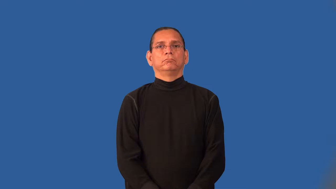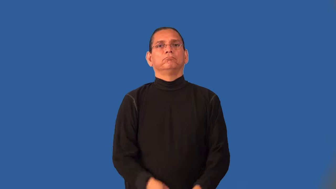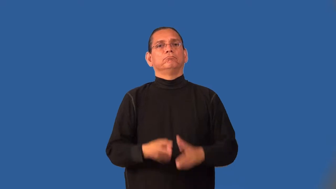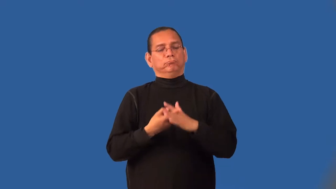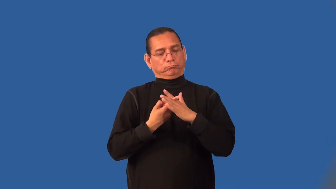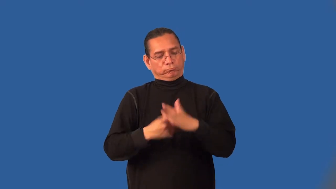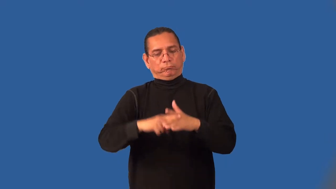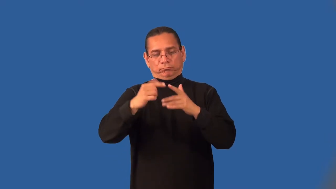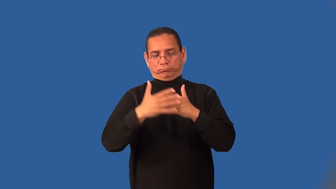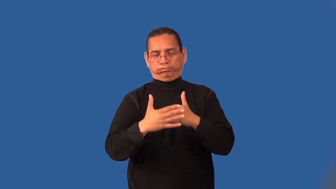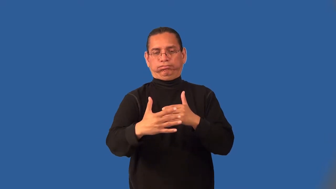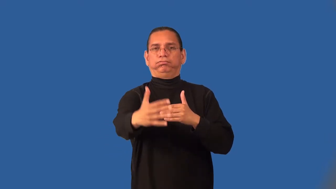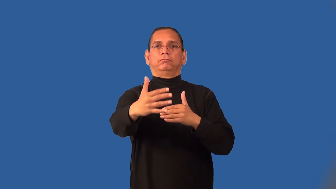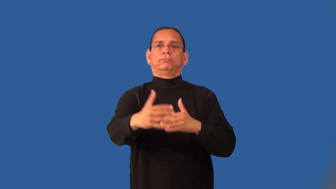impetus